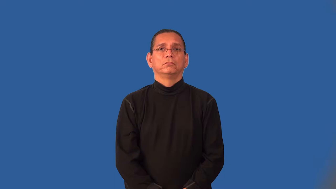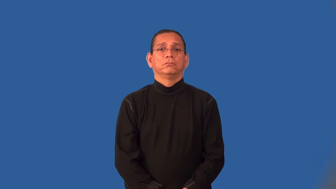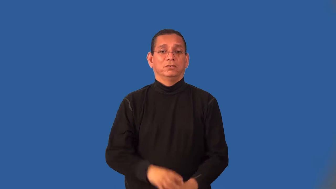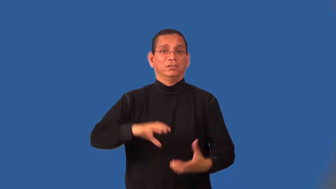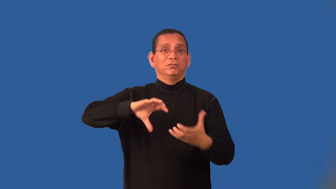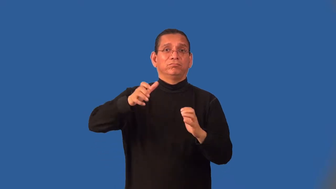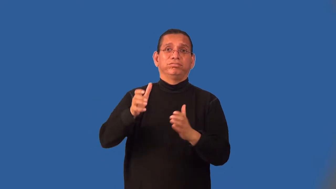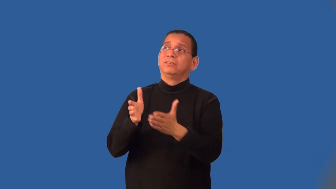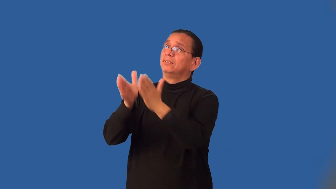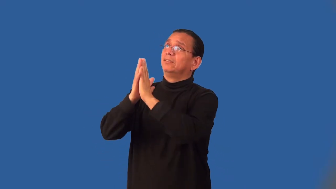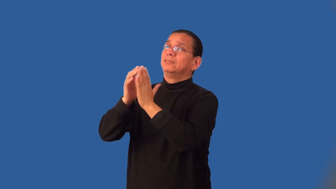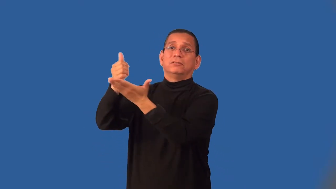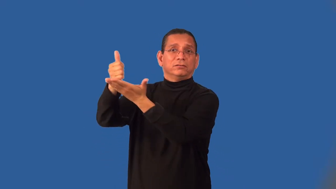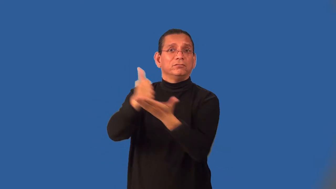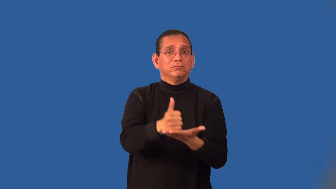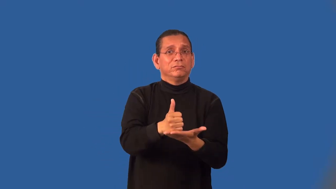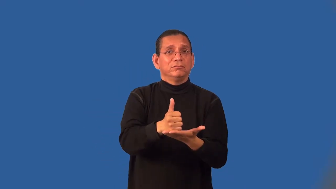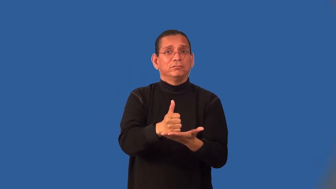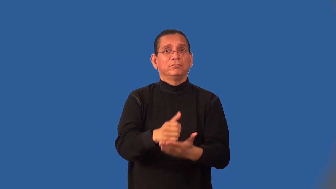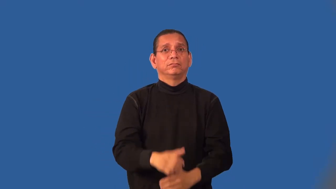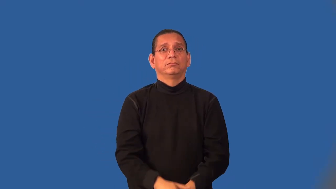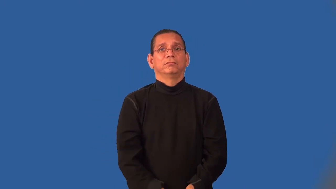intercede